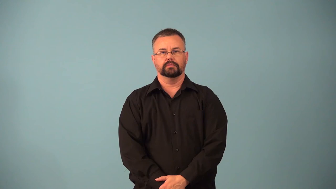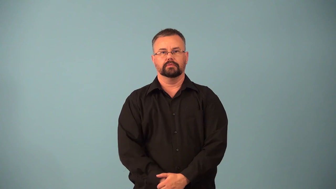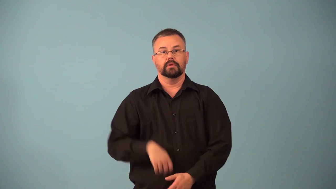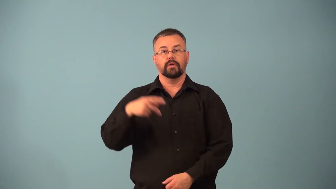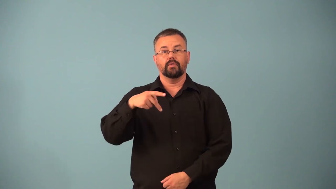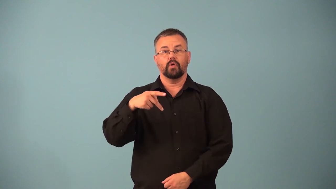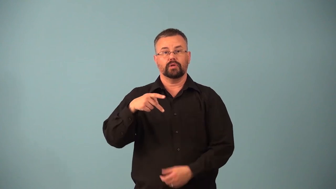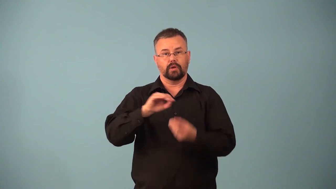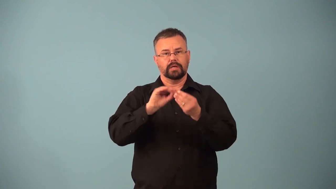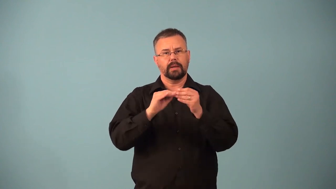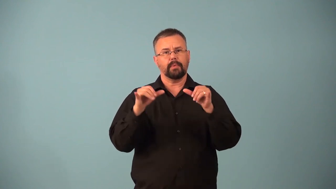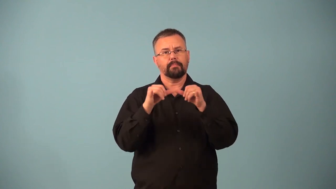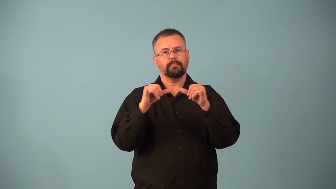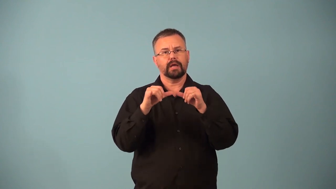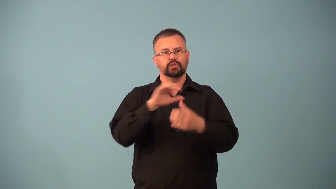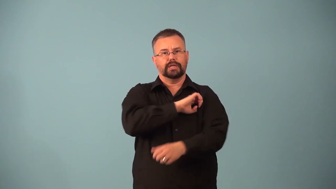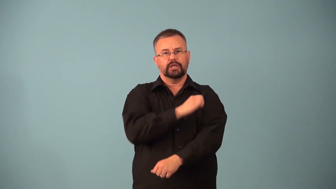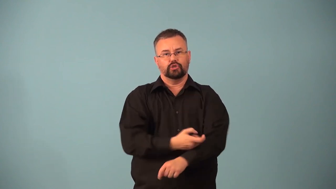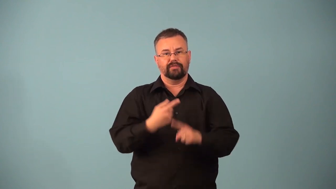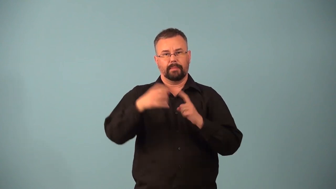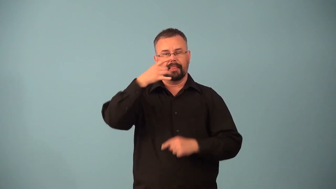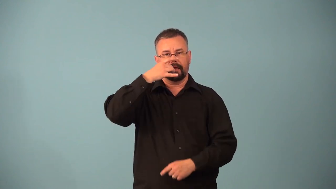photon